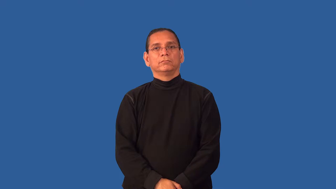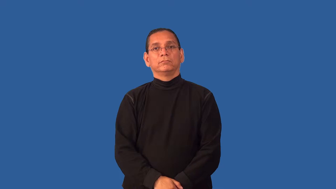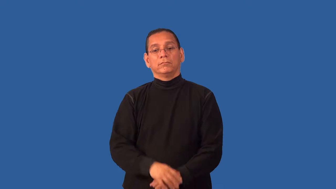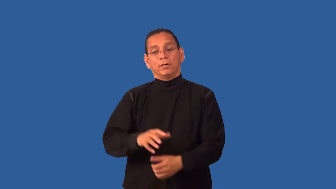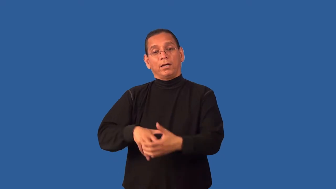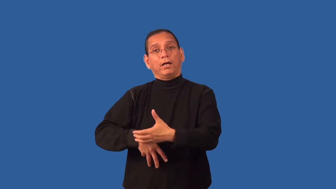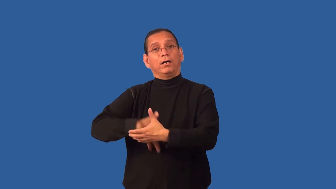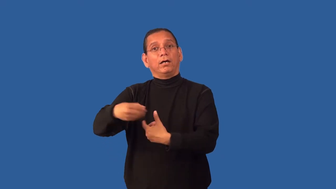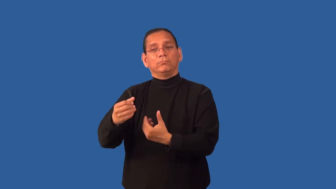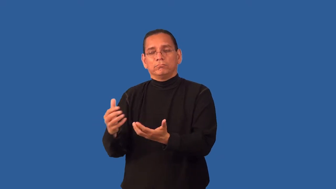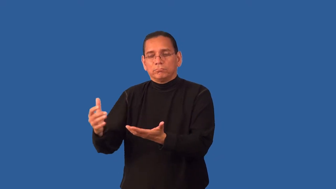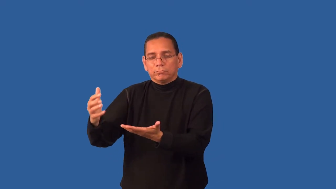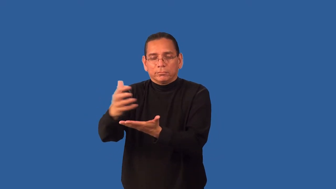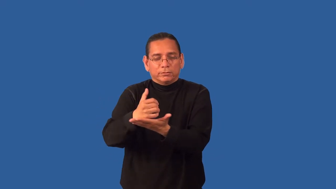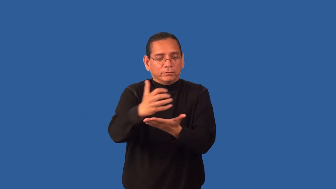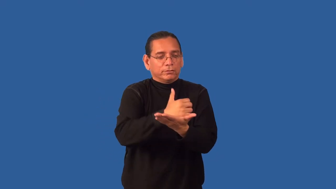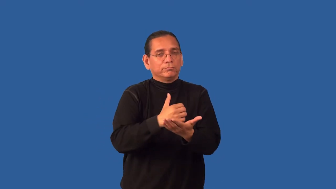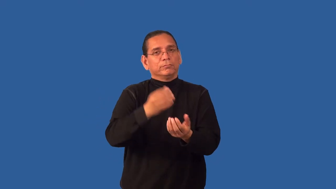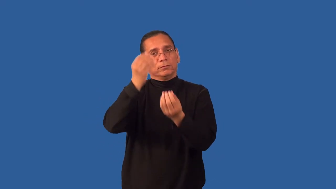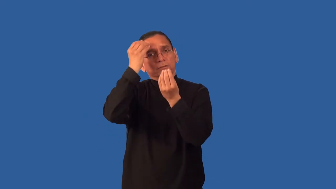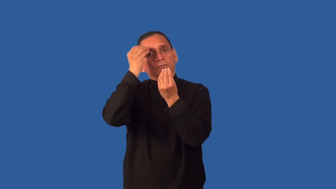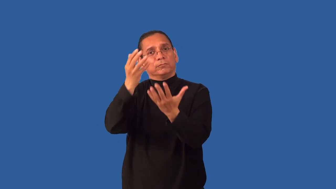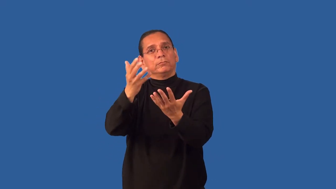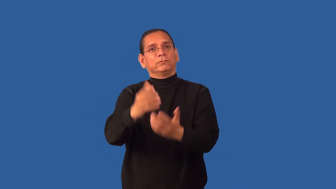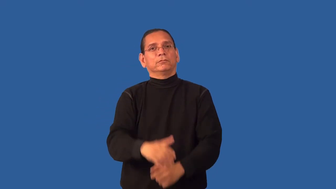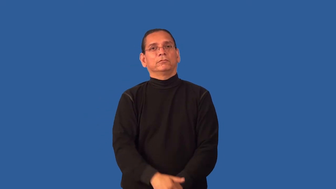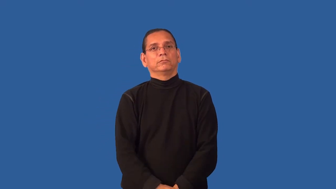fieldwork-agent